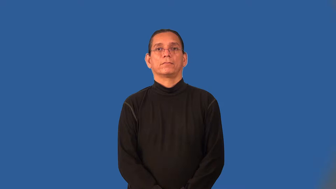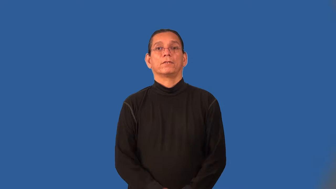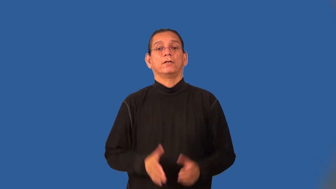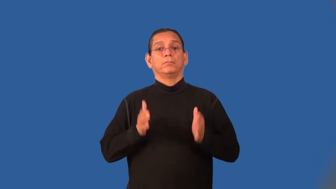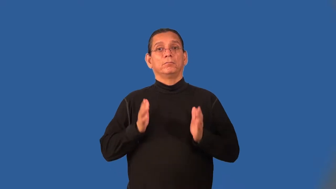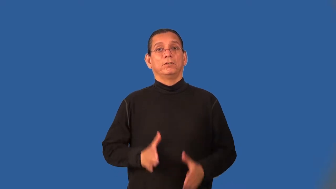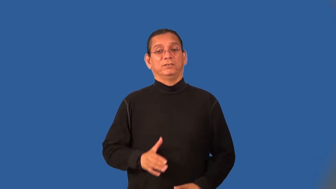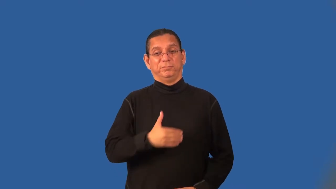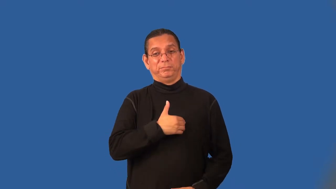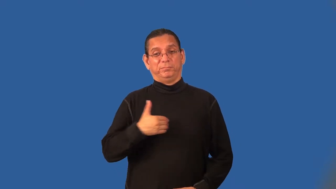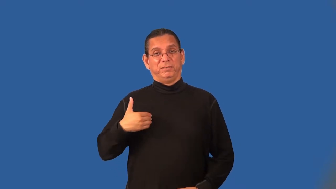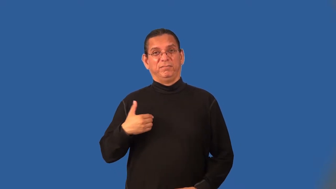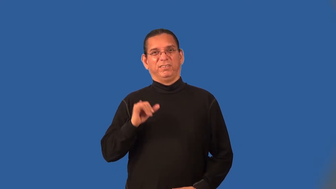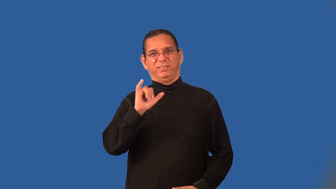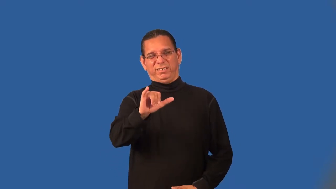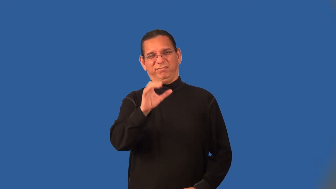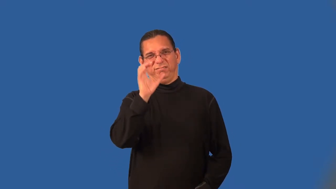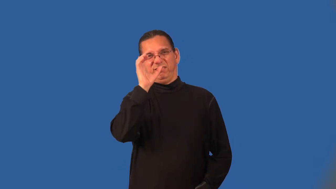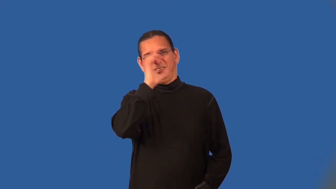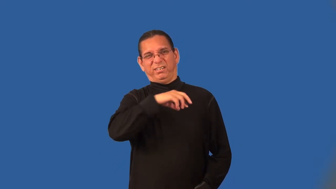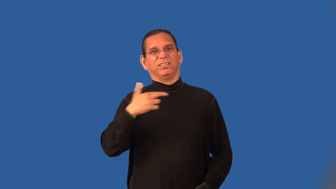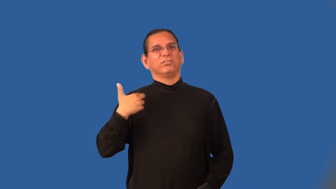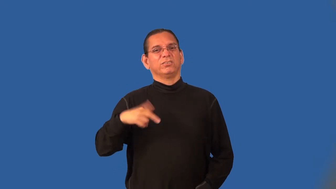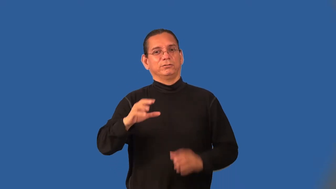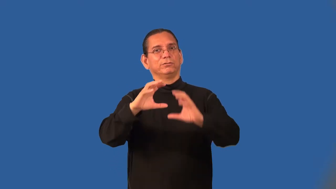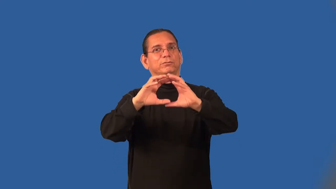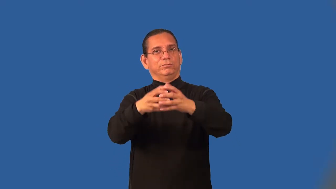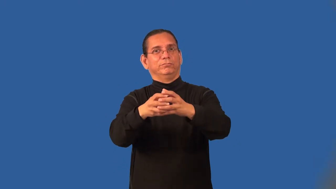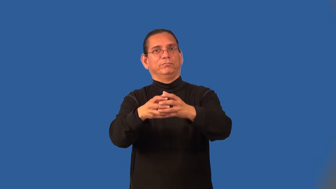cultist